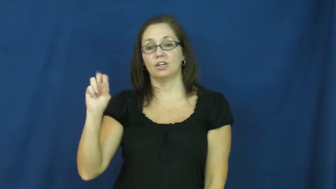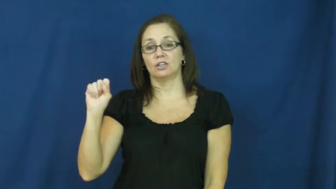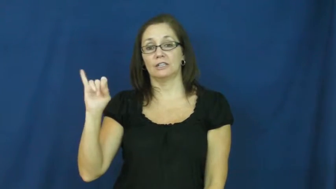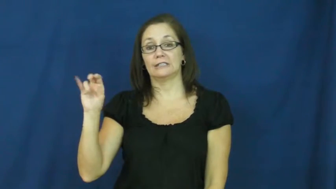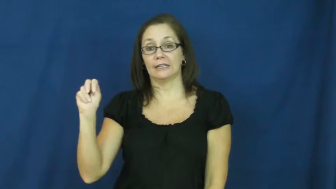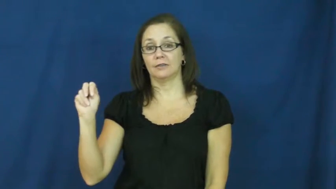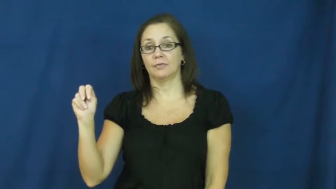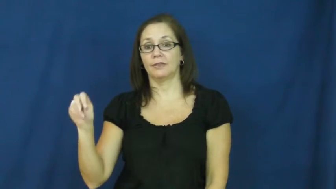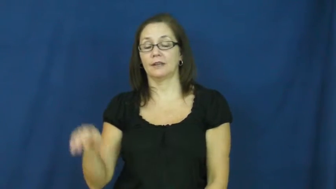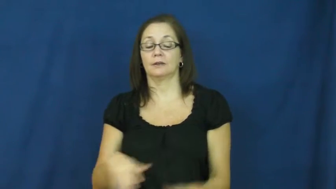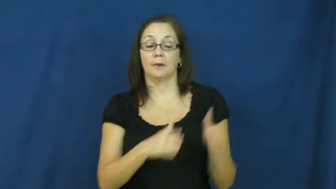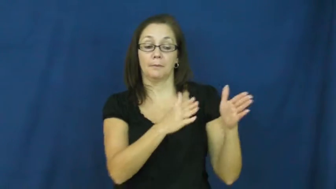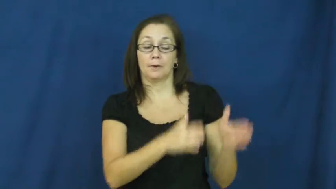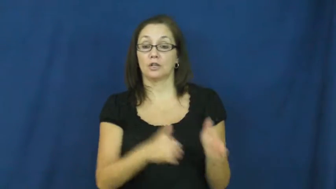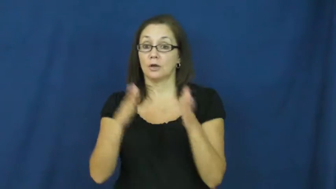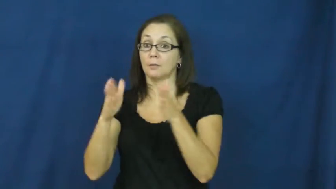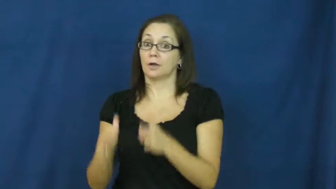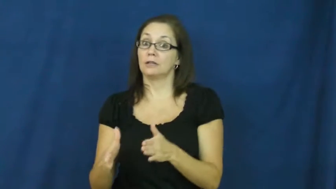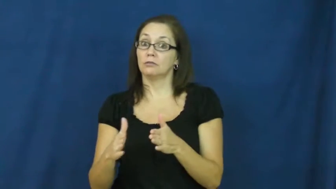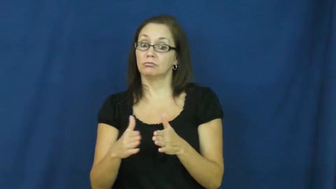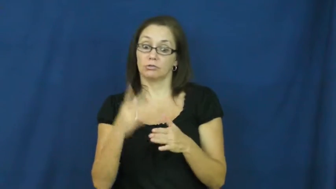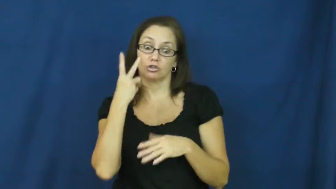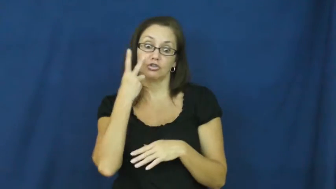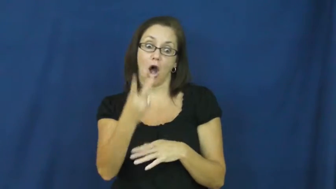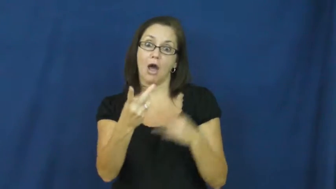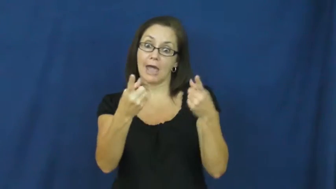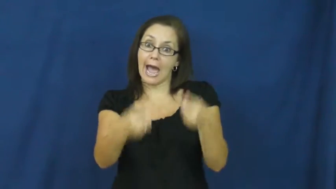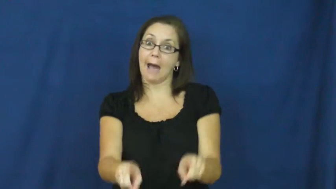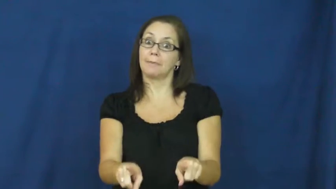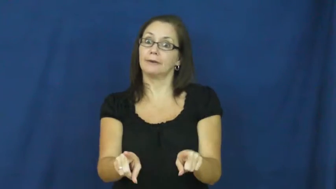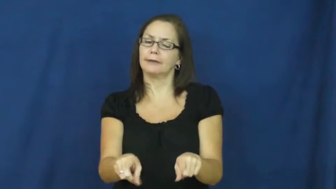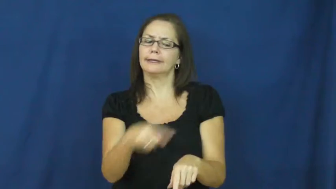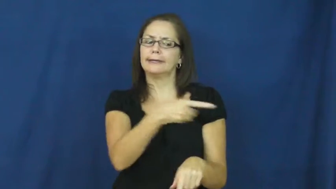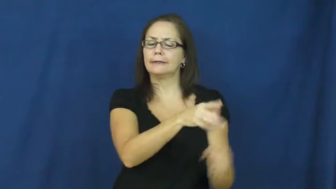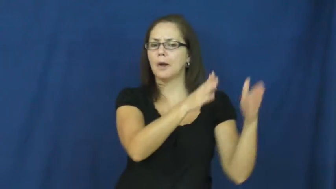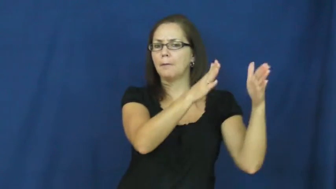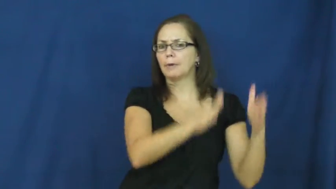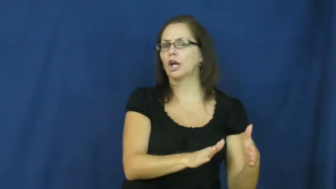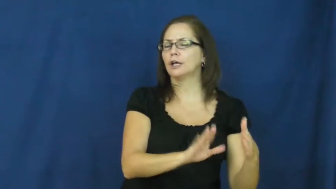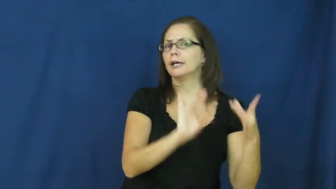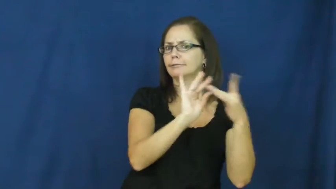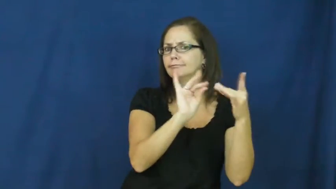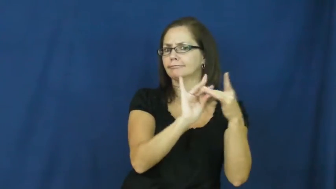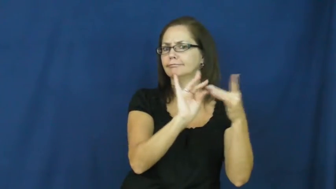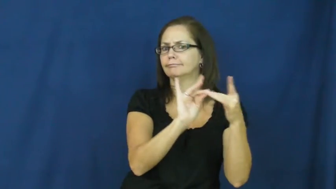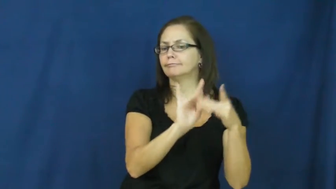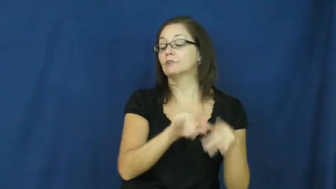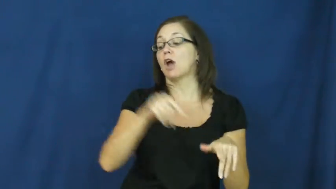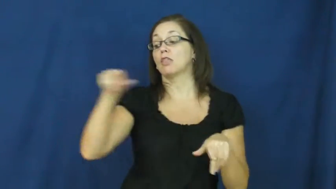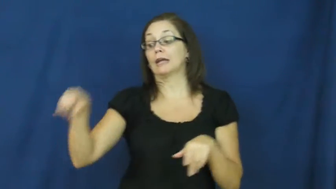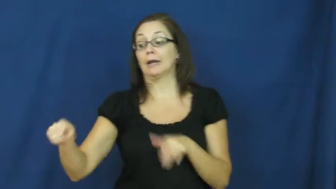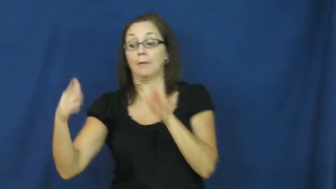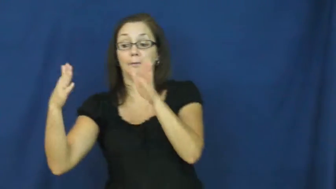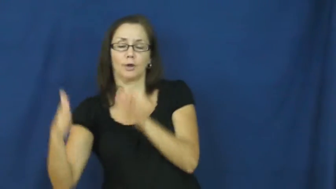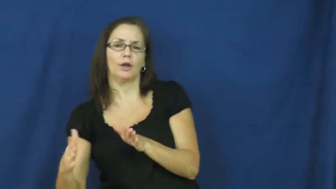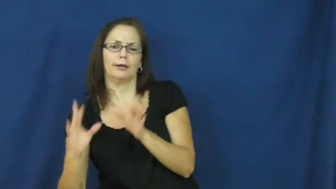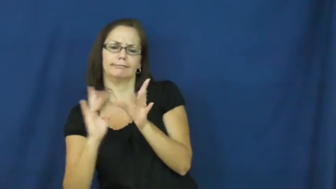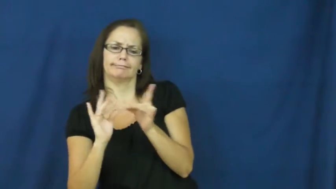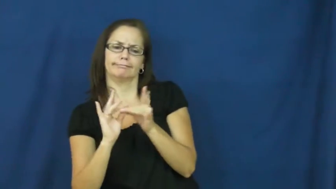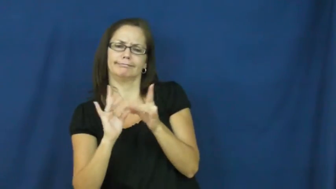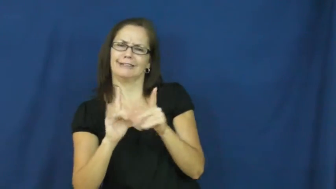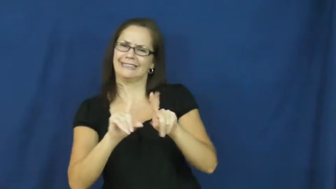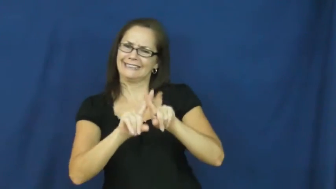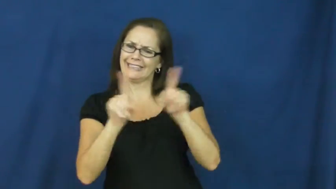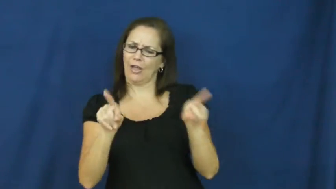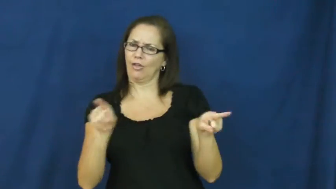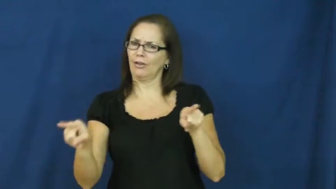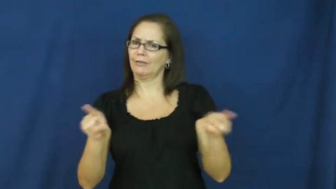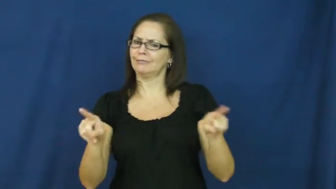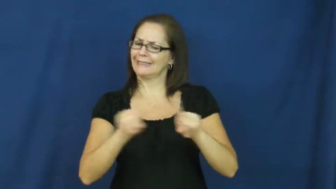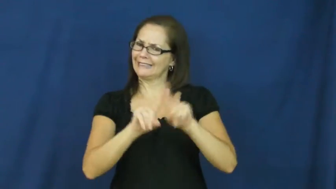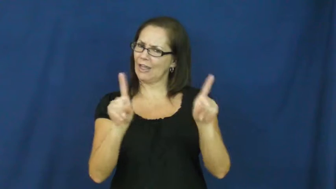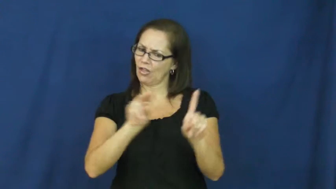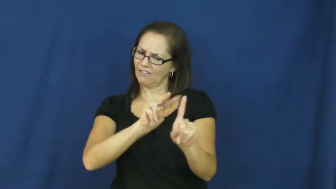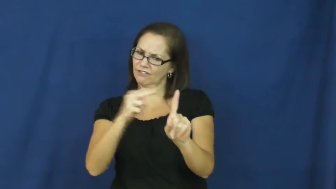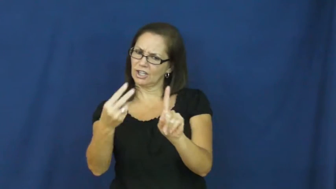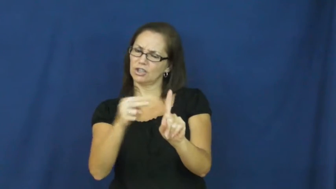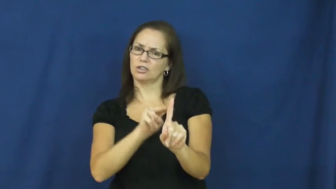version-different perspectives